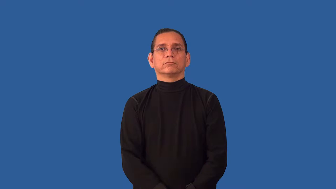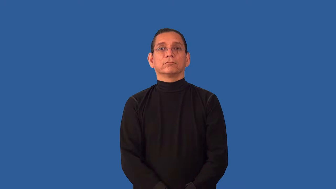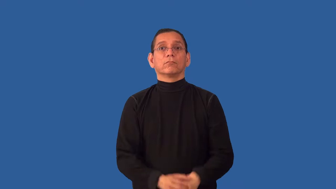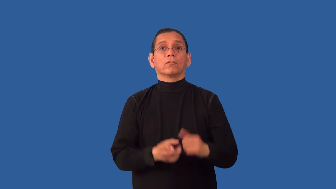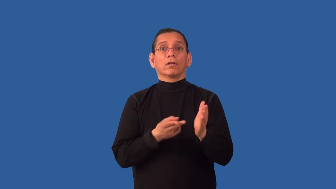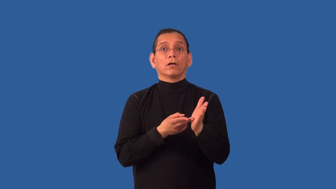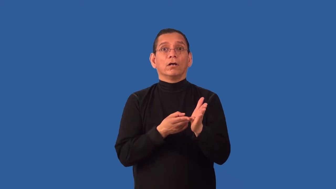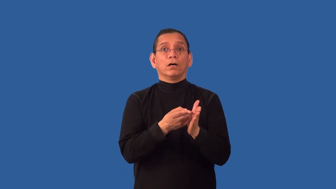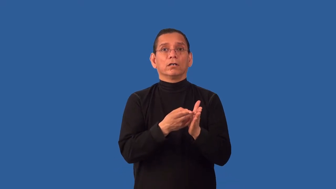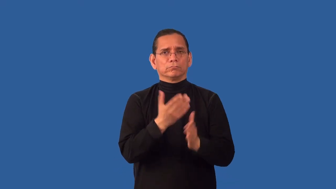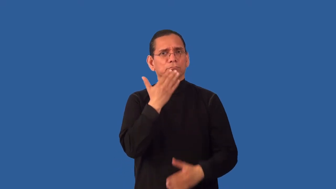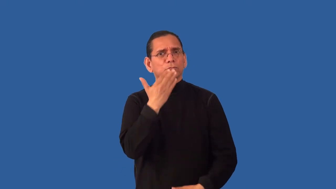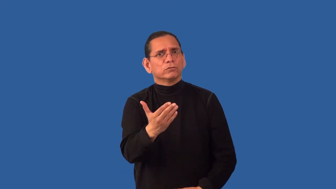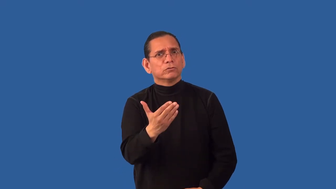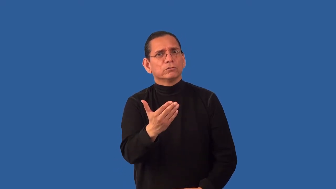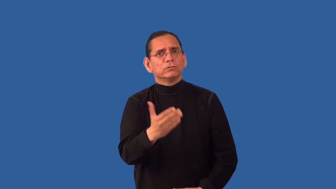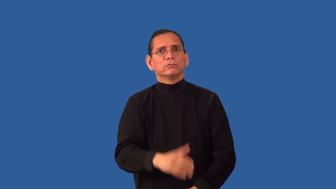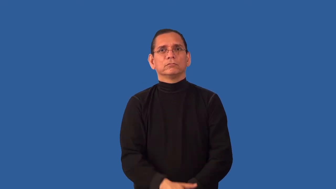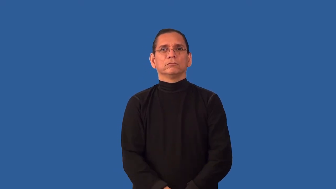uncorrupted